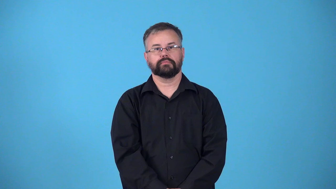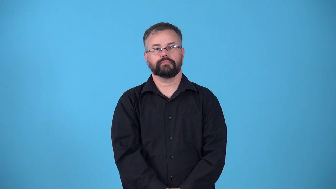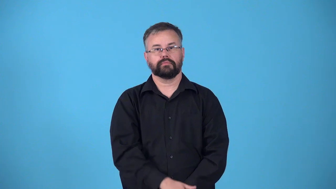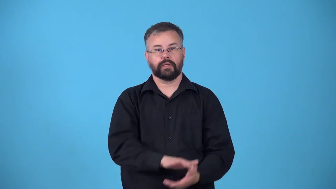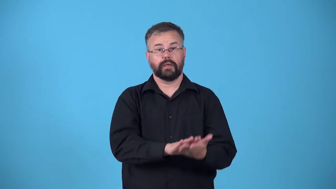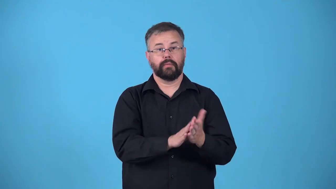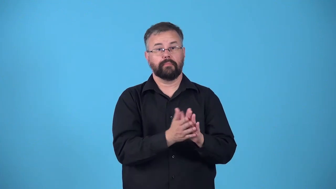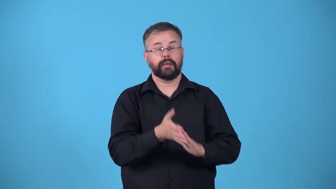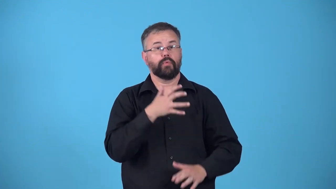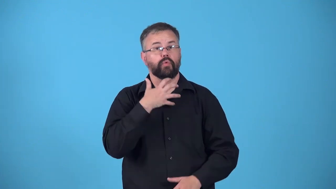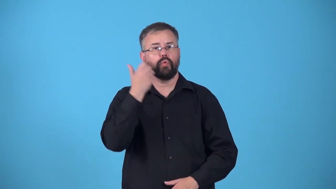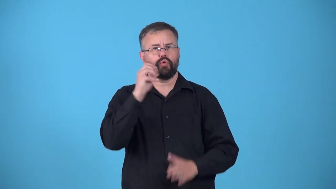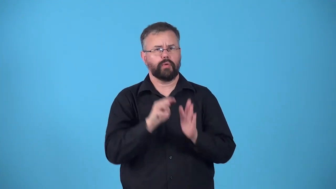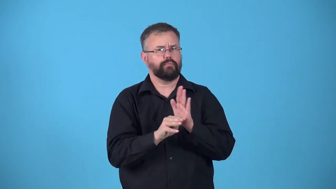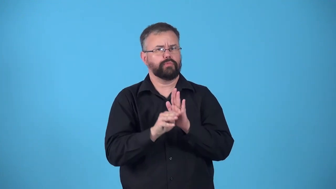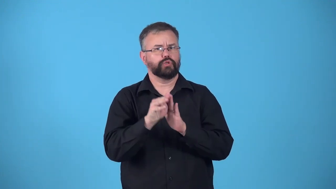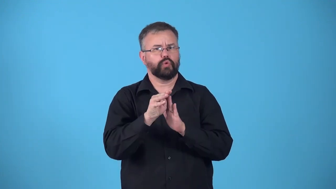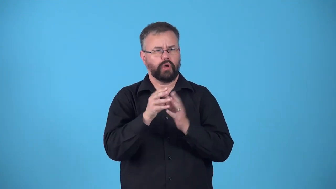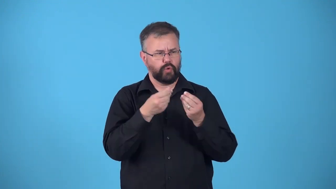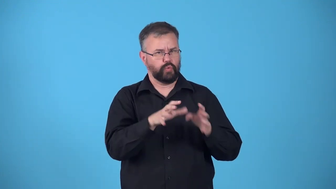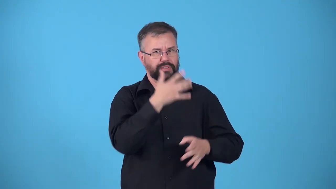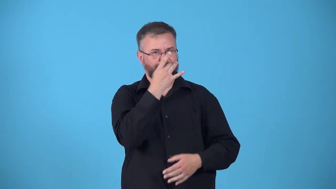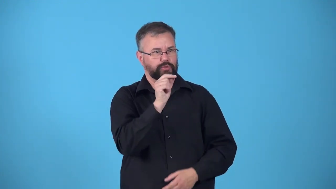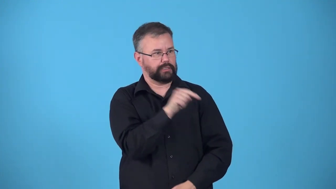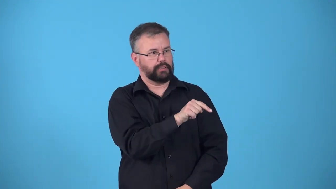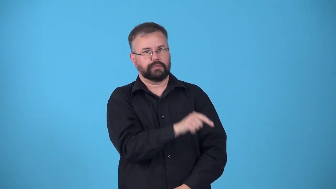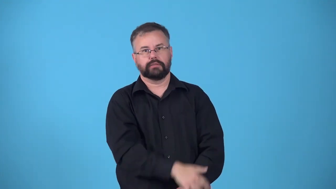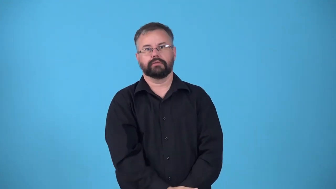grow out of it